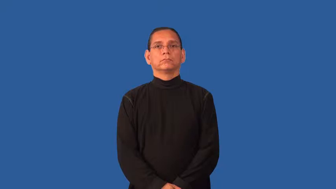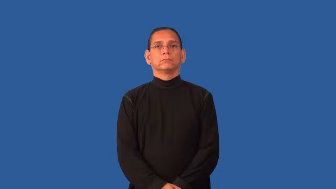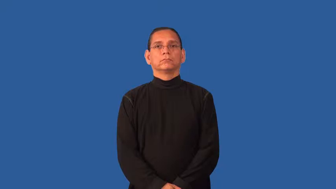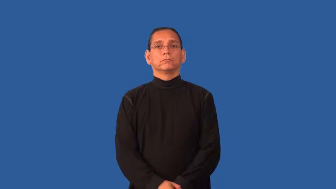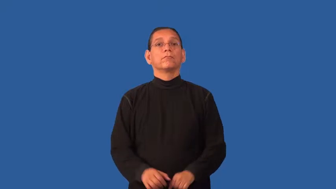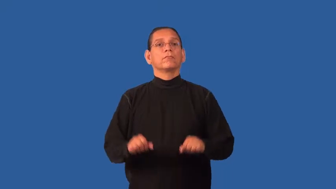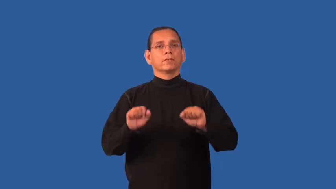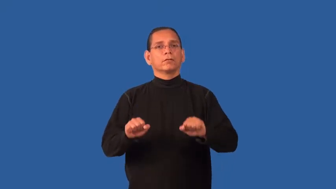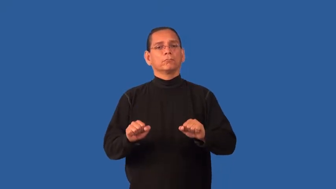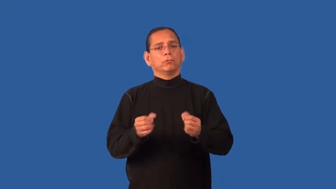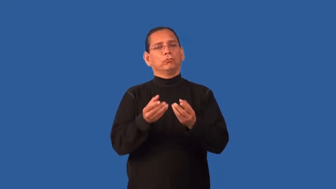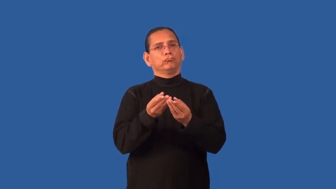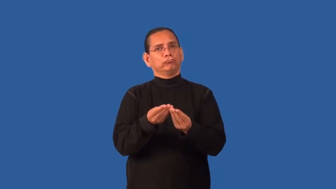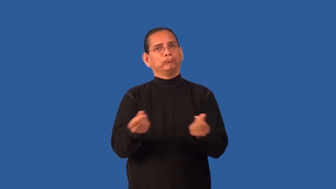curable,treatable